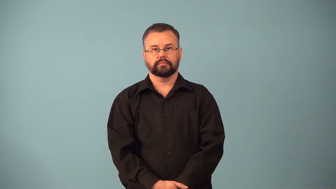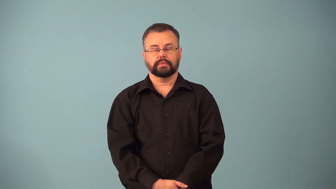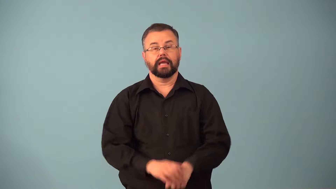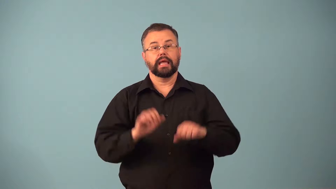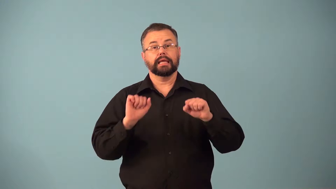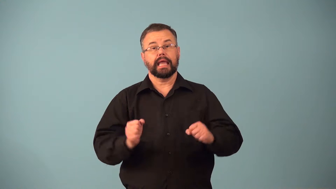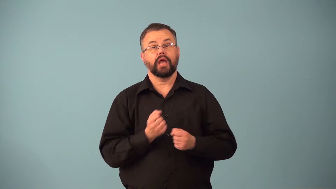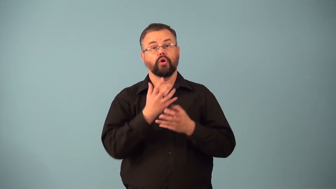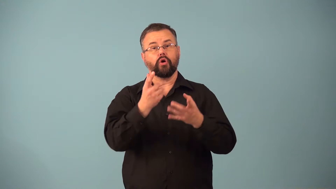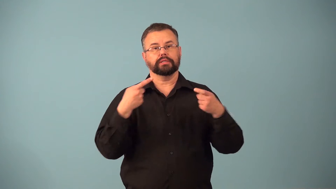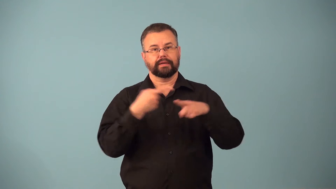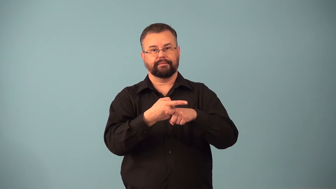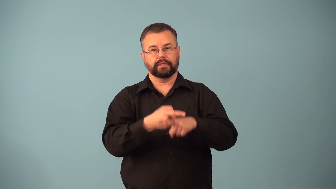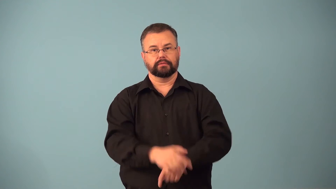contestable